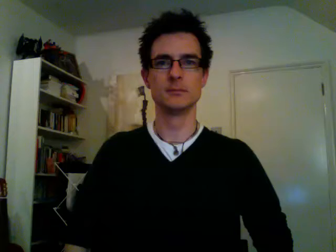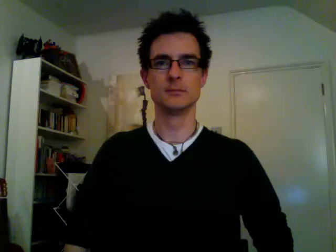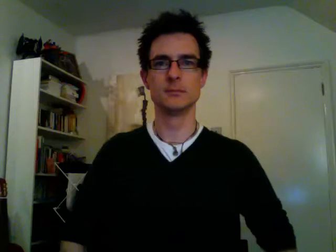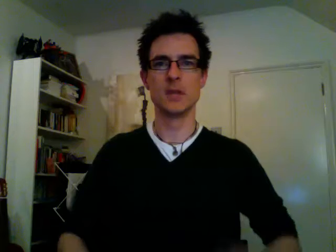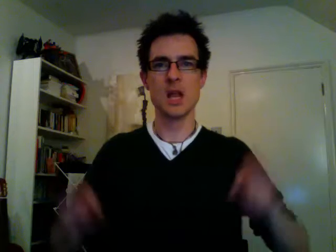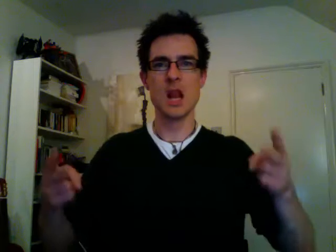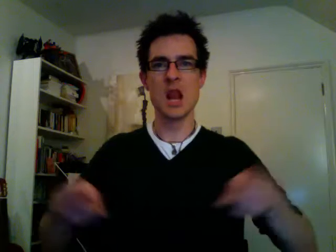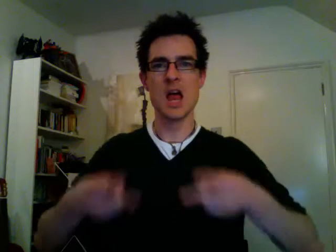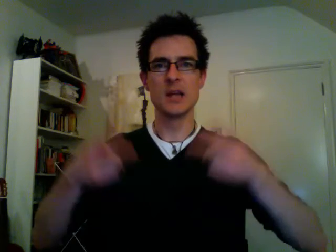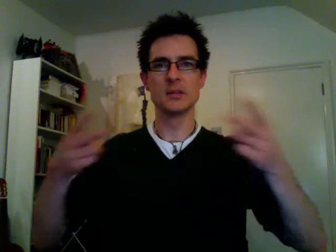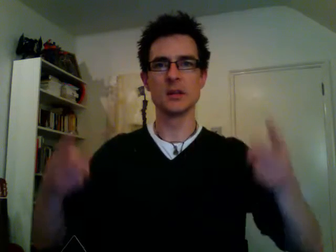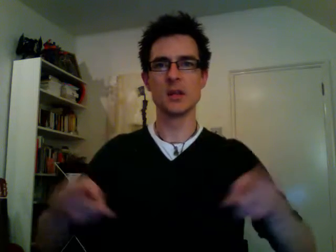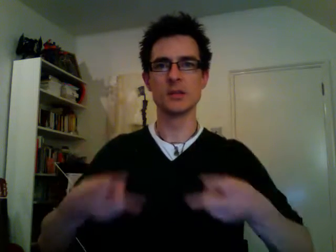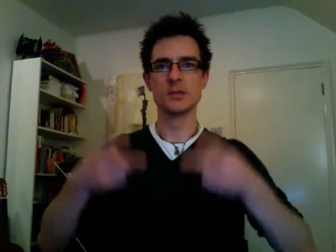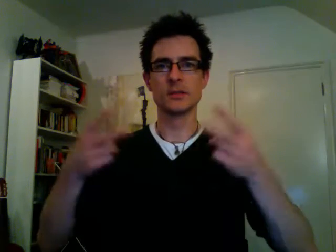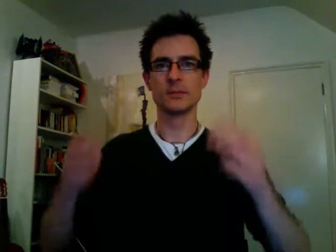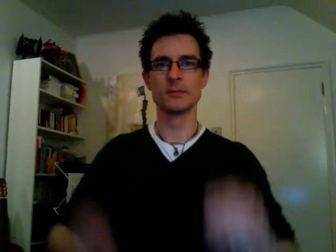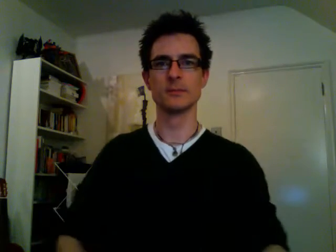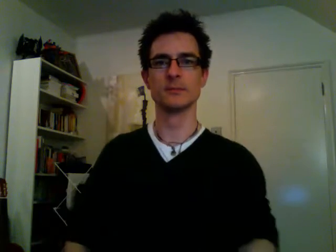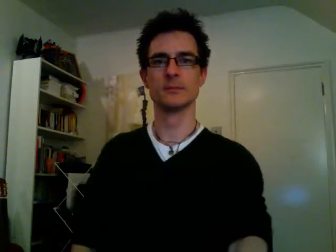lettuce